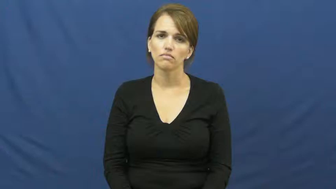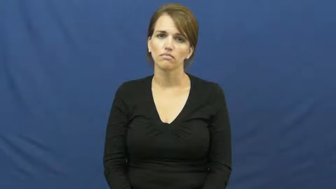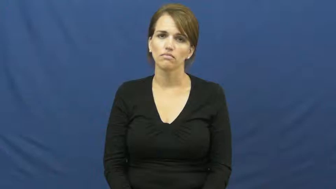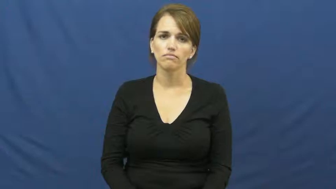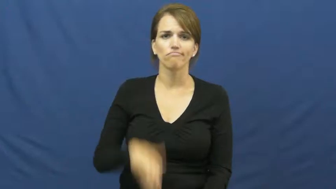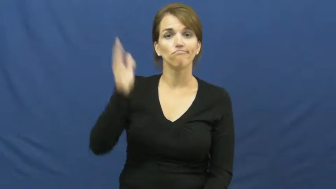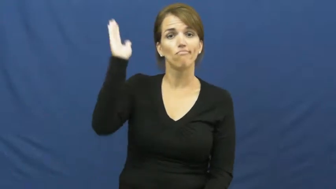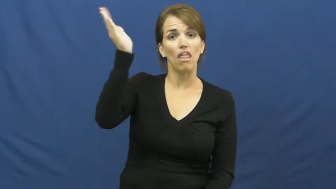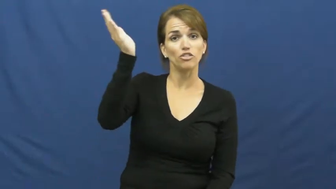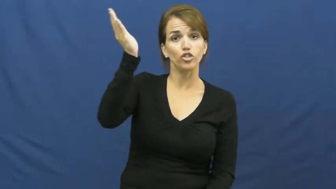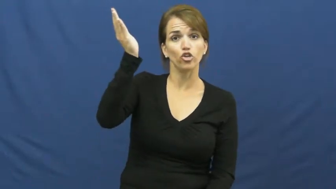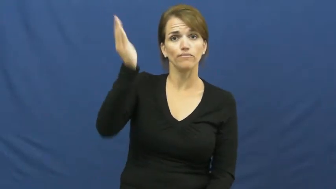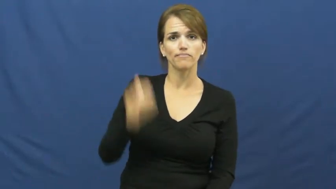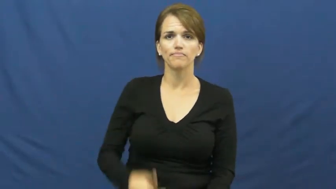lecture,present,speech,address,speak,oration,seminar,speechify